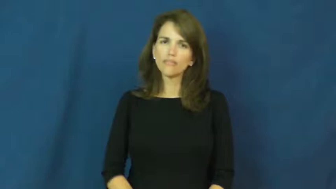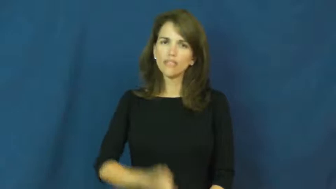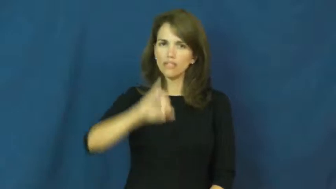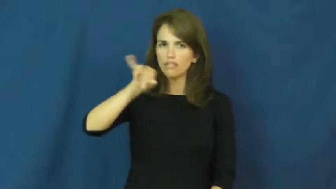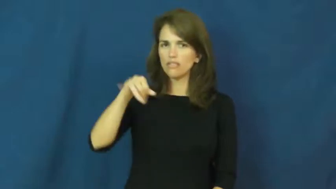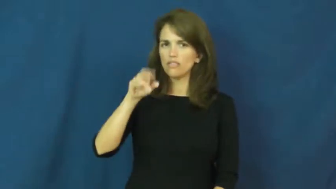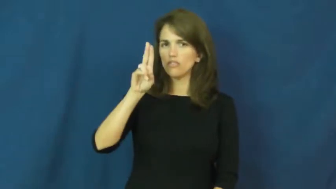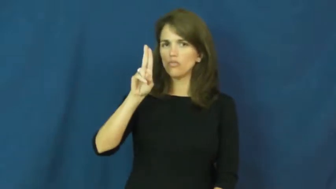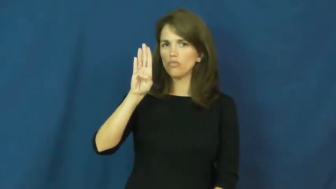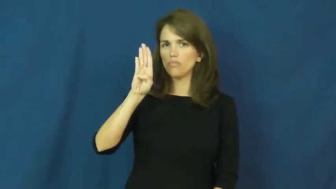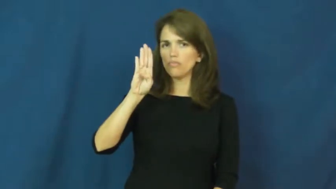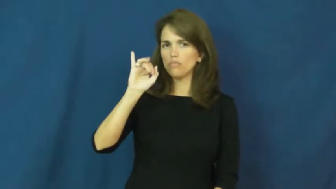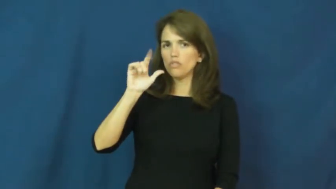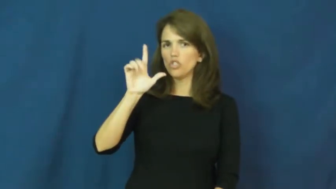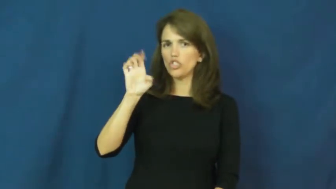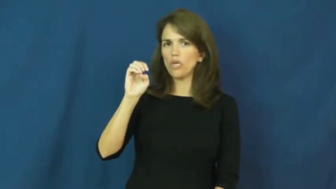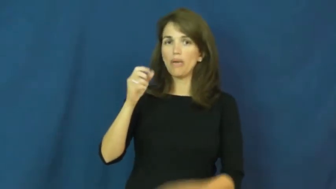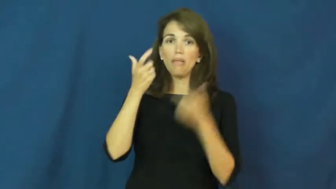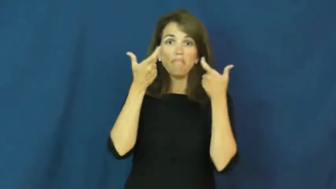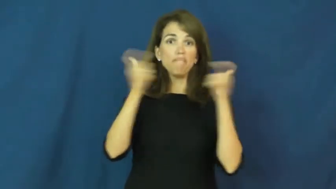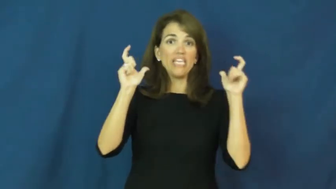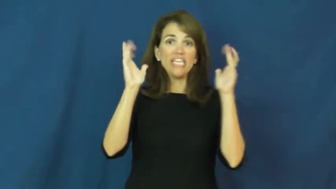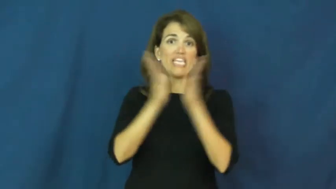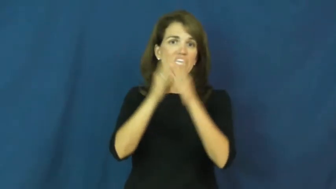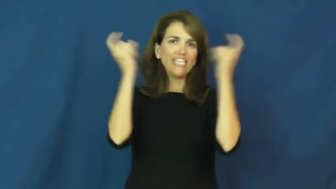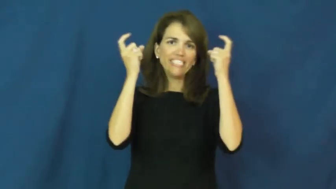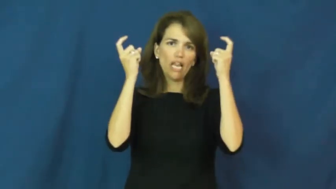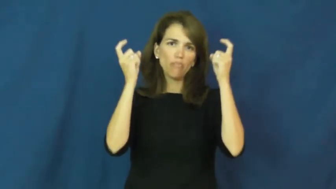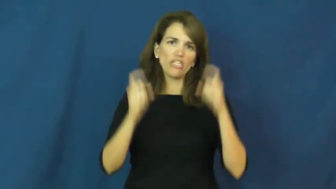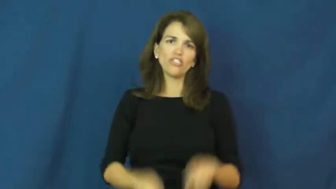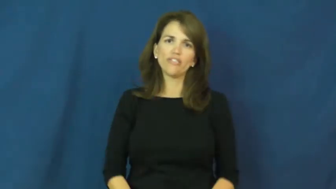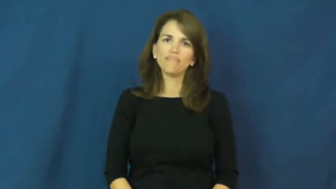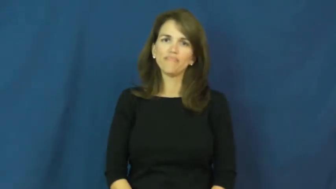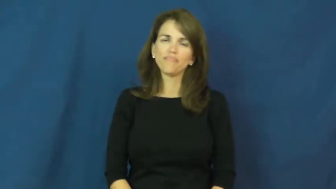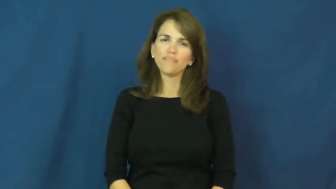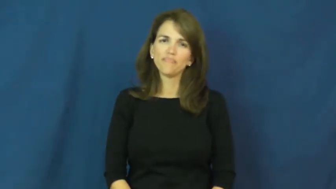jubilee